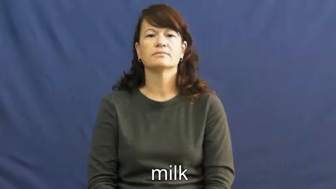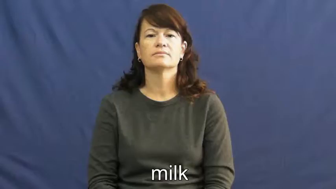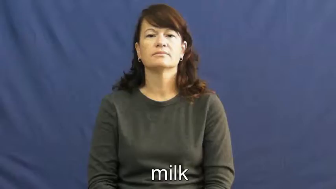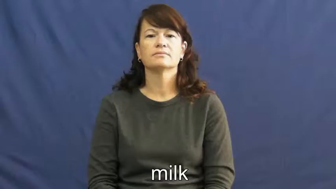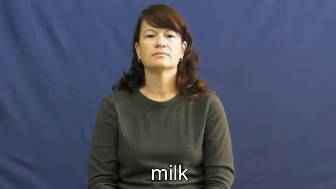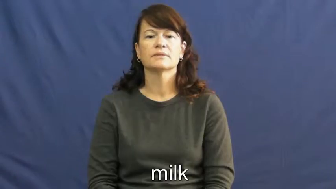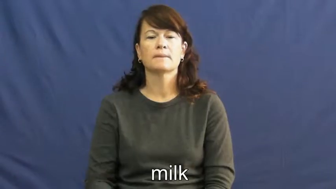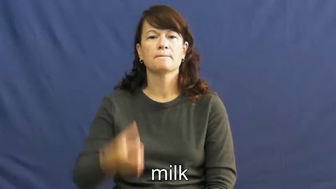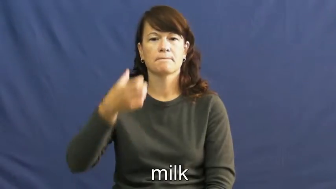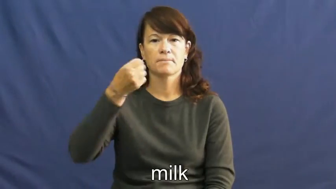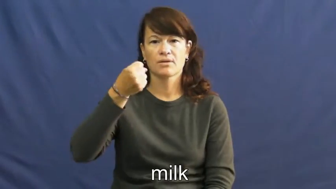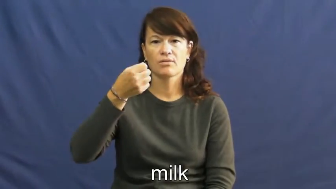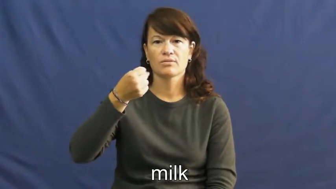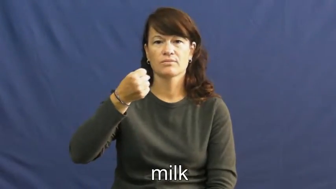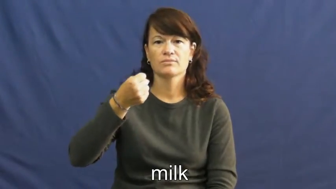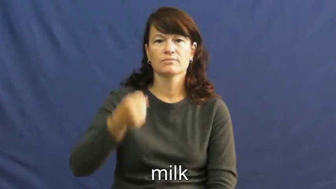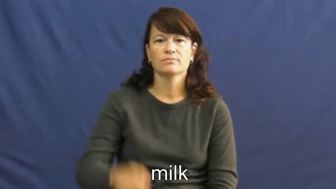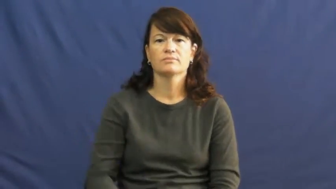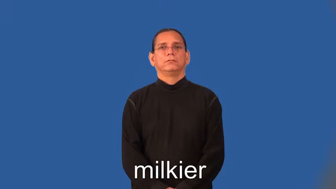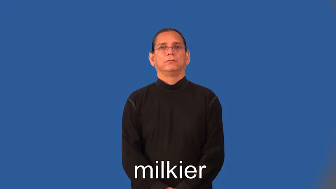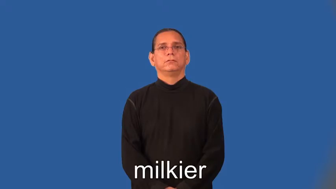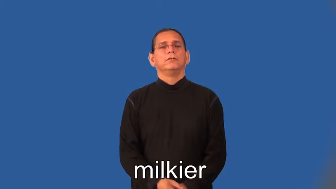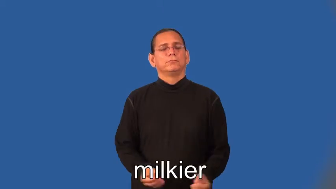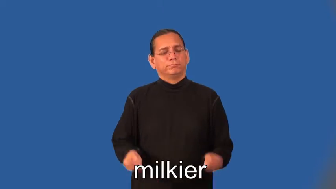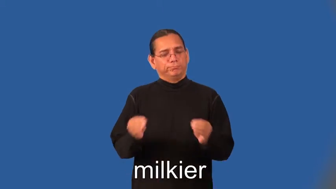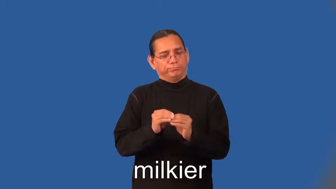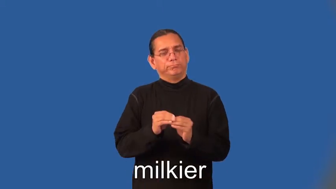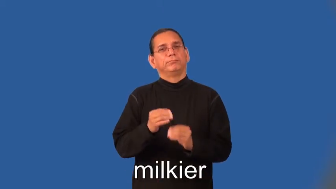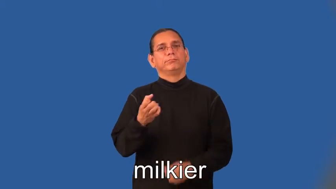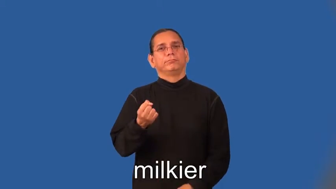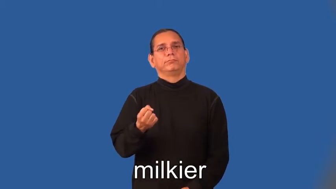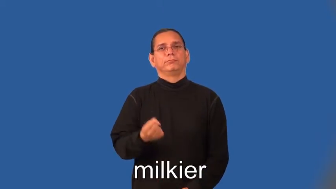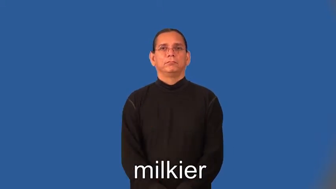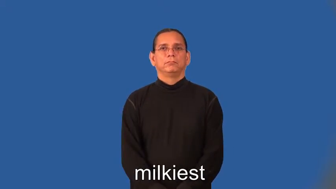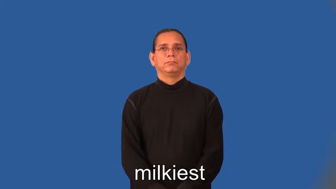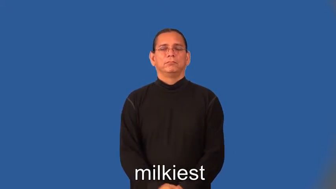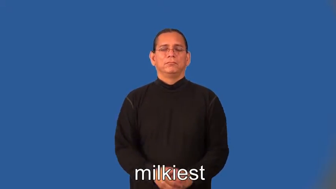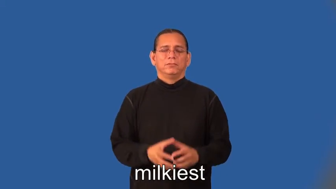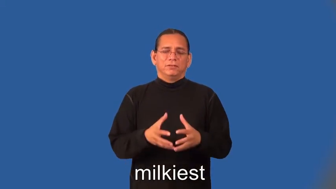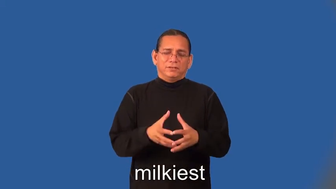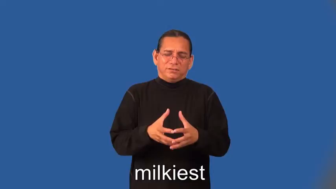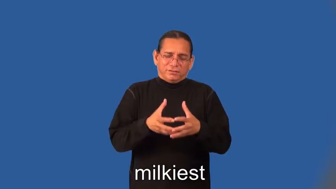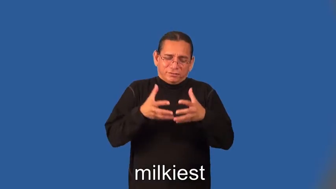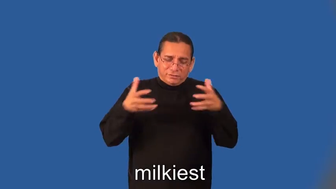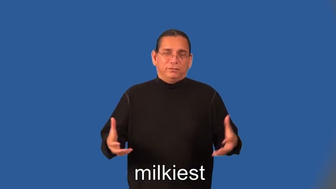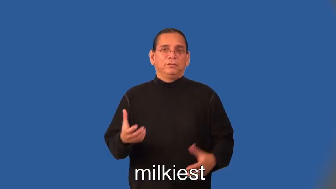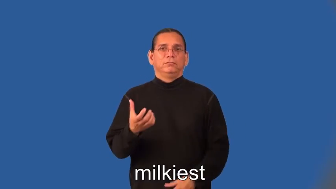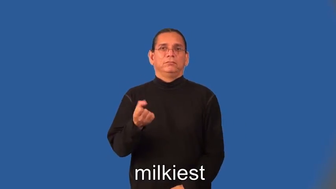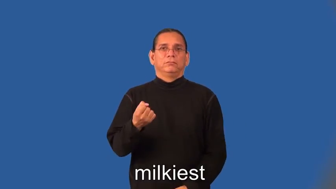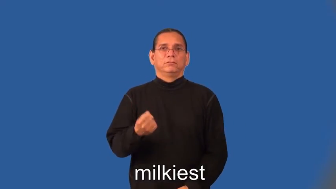milkier,milkiest-milk